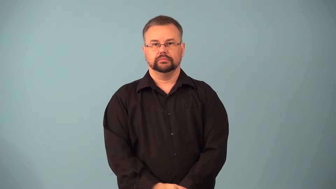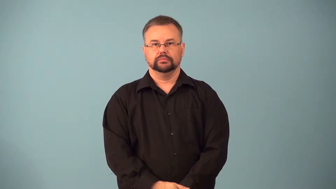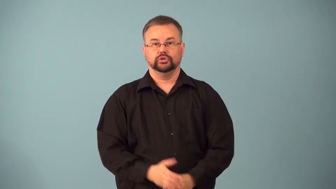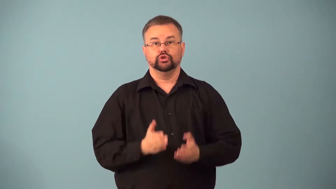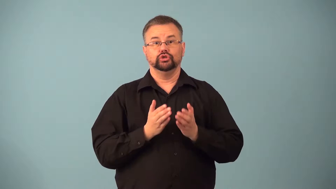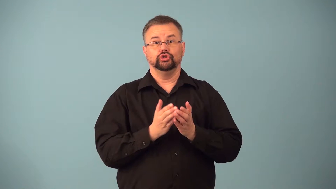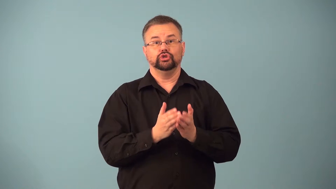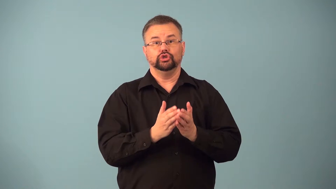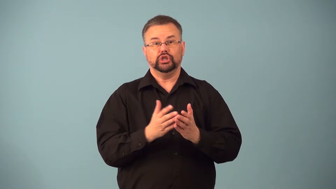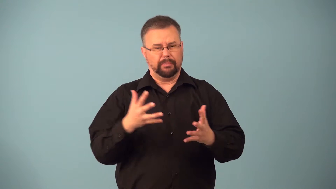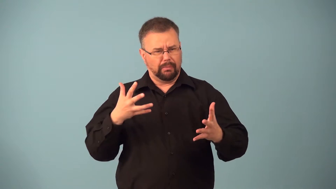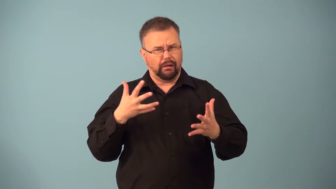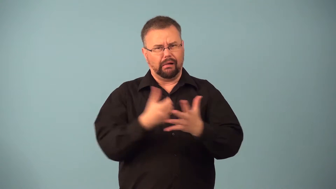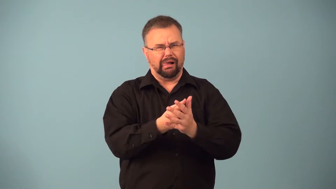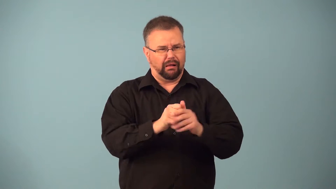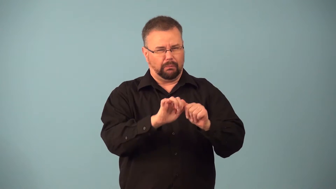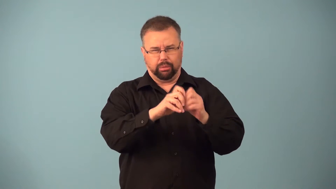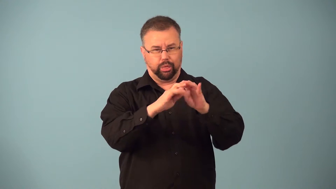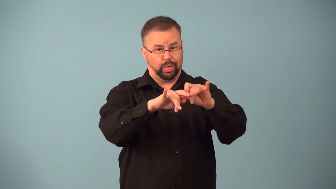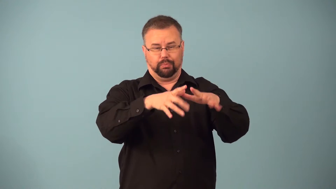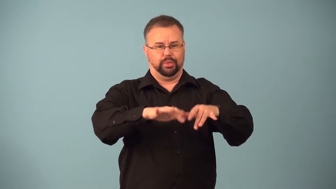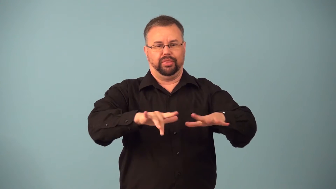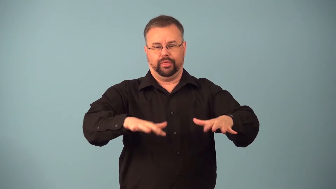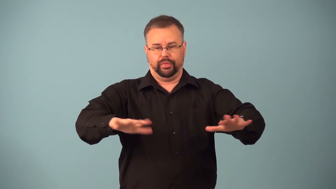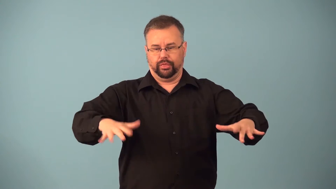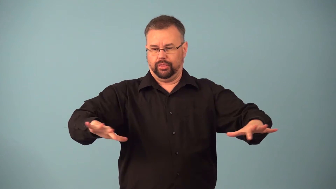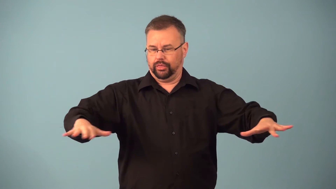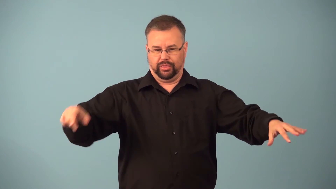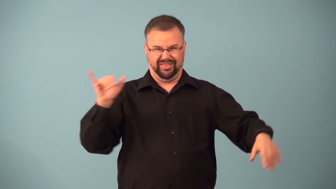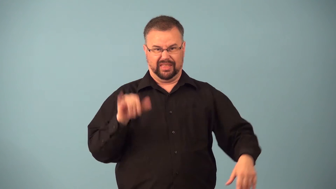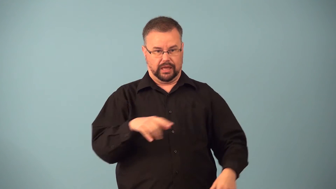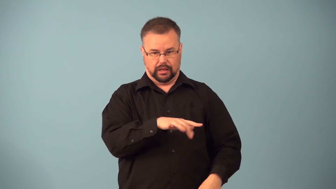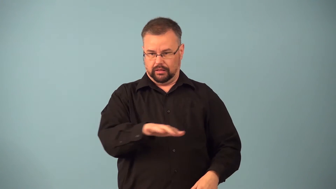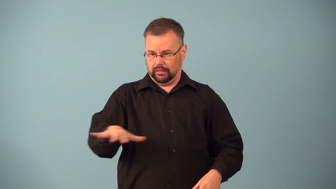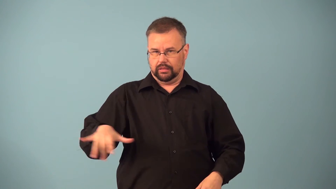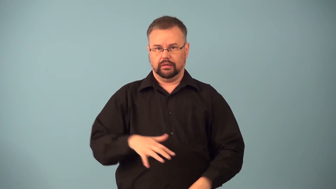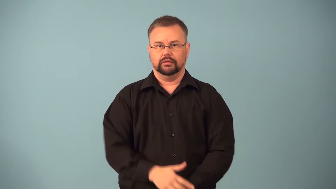flotsam,jetsam